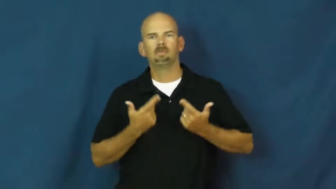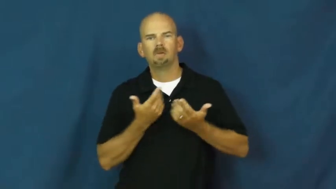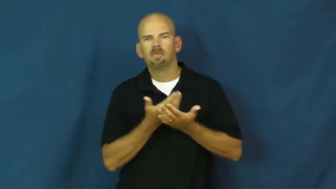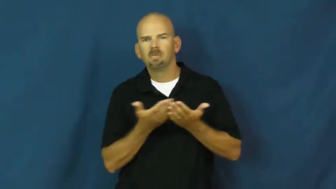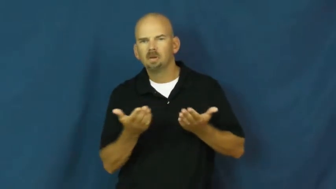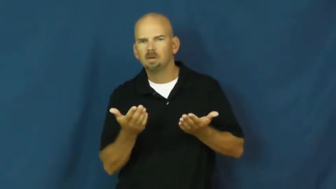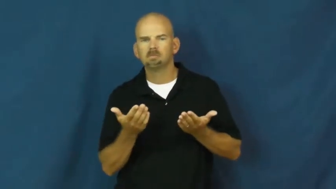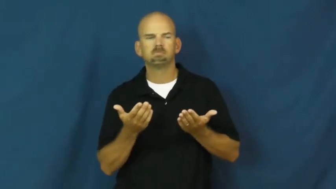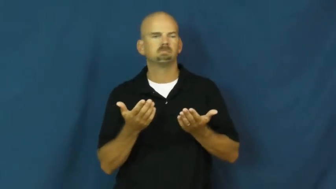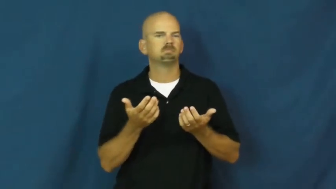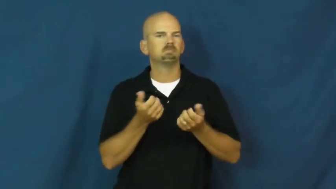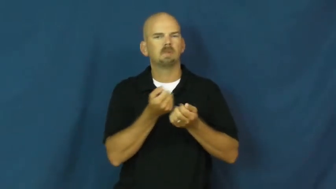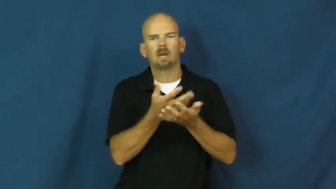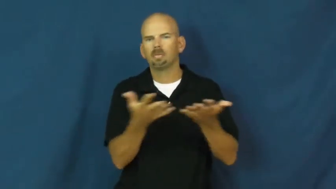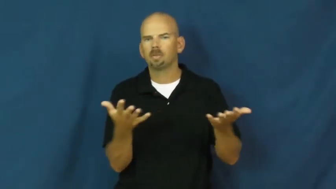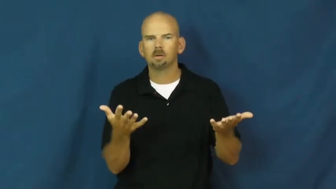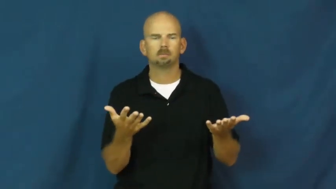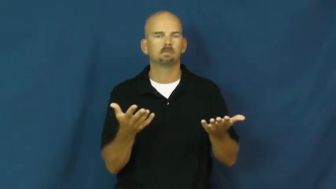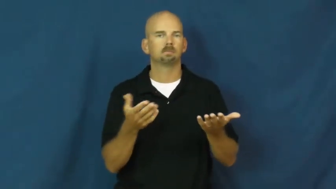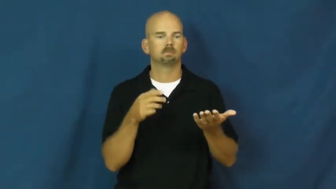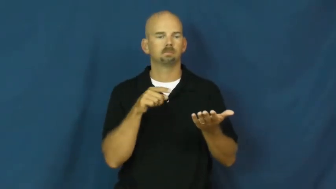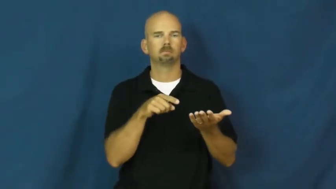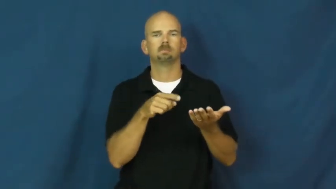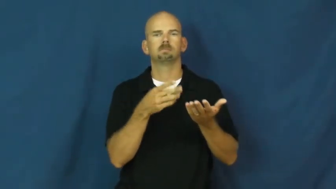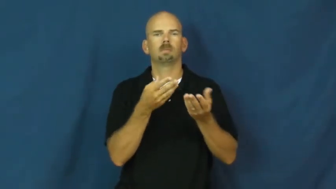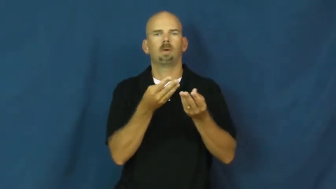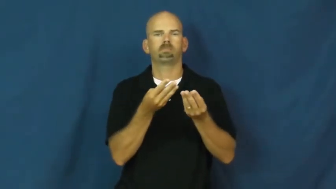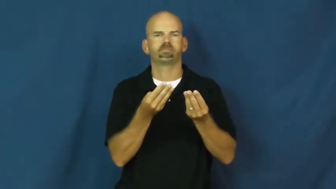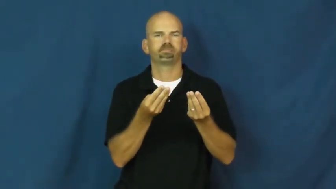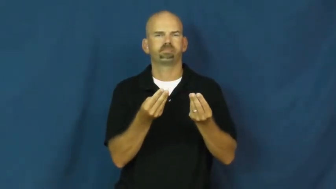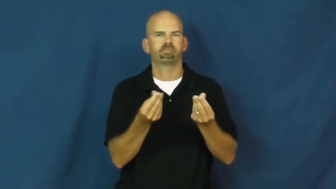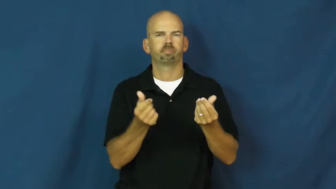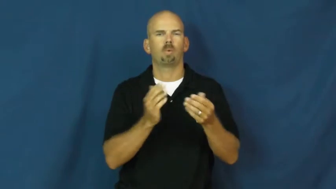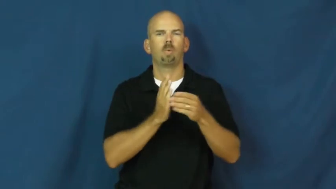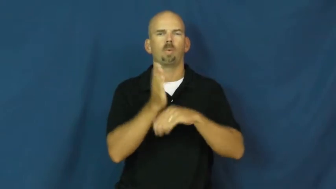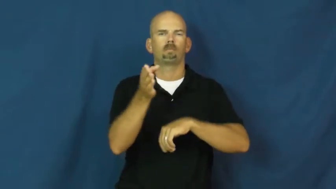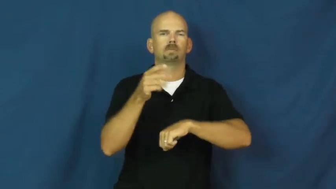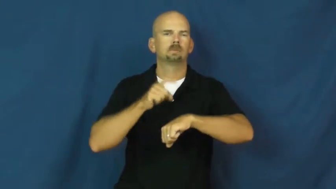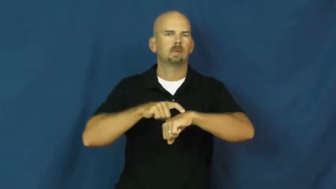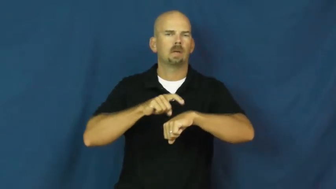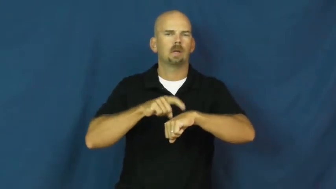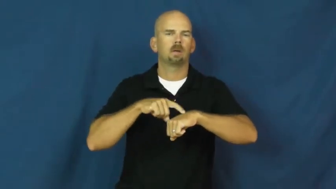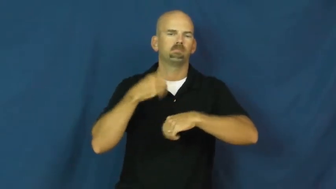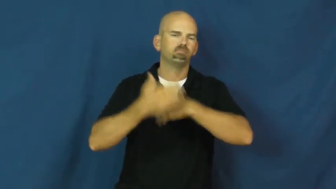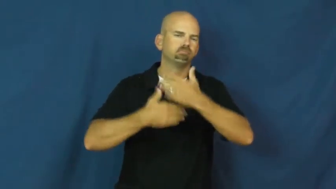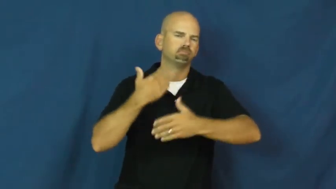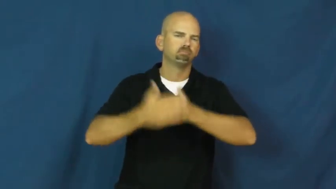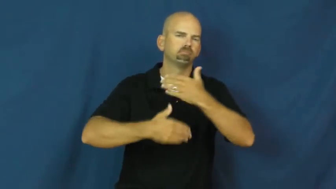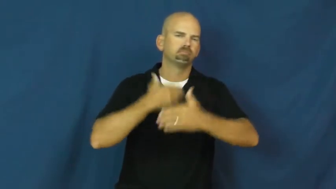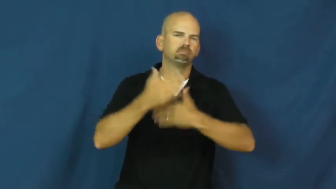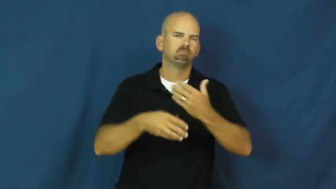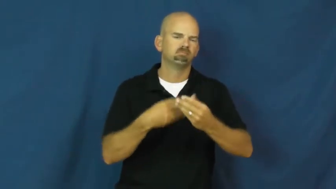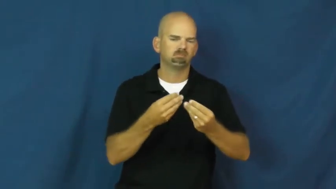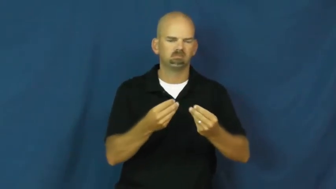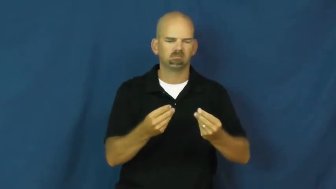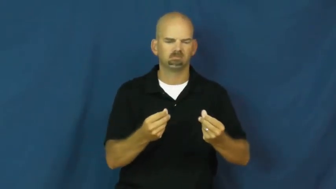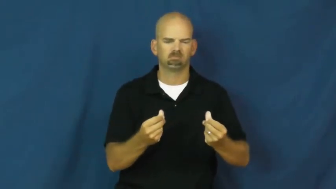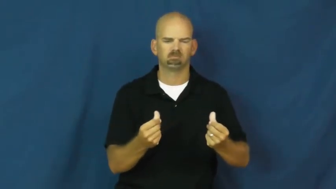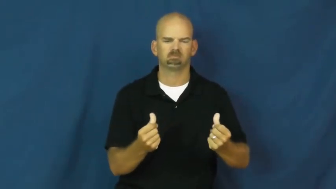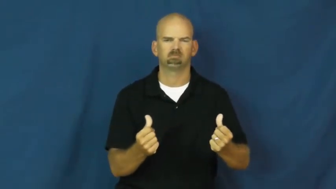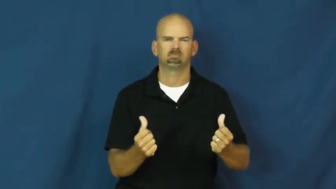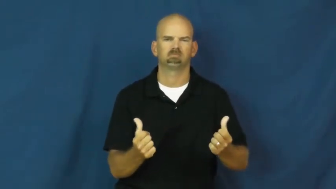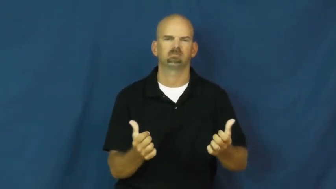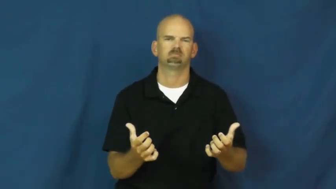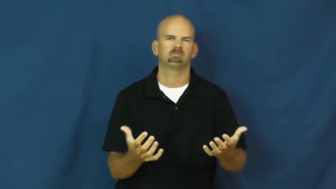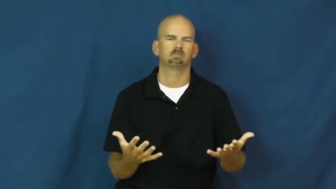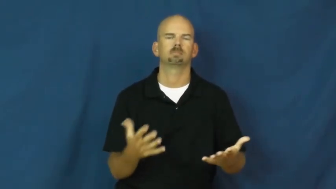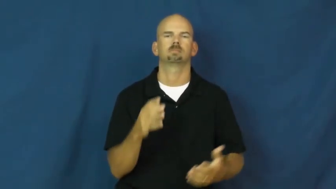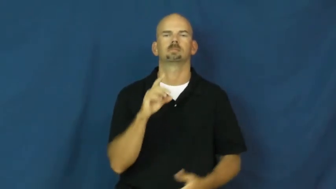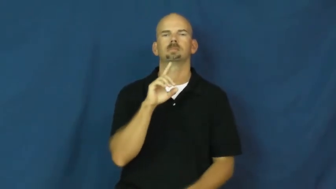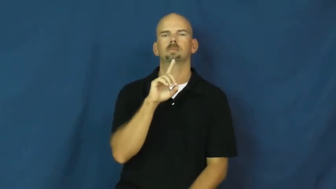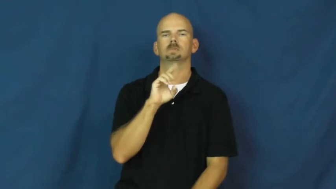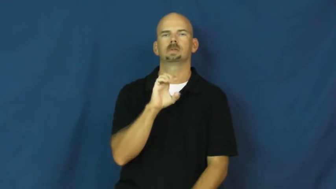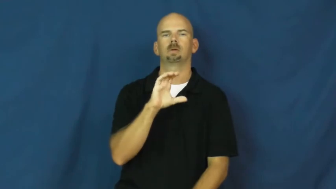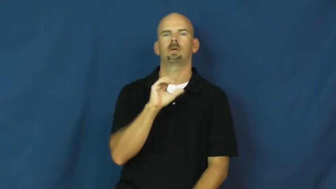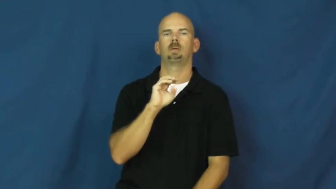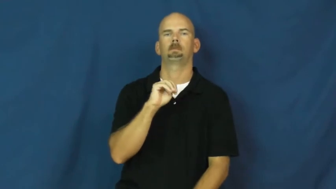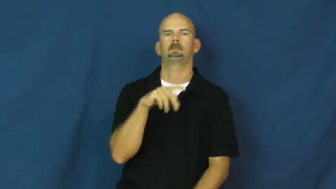decompose